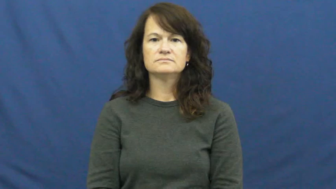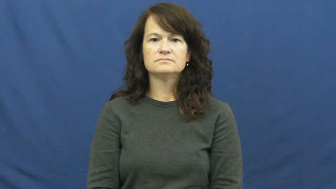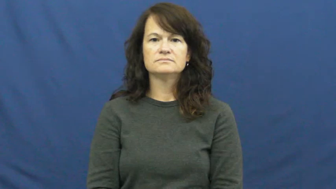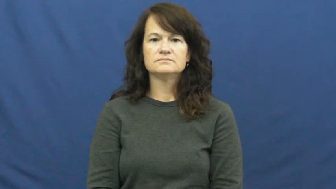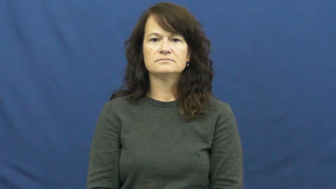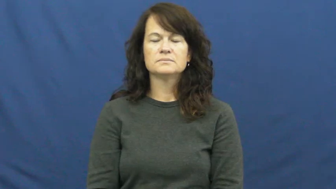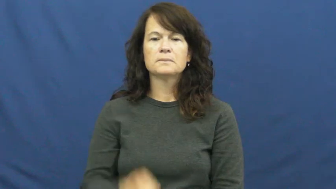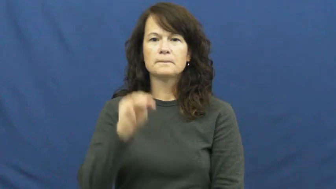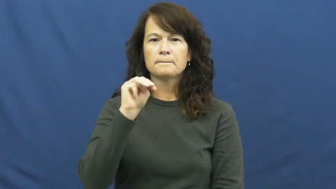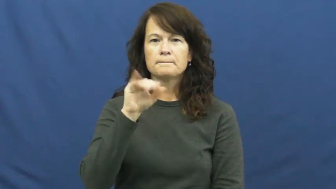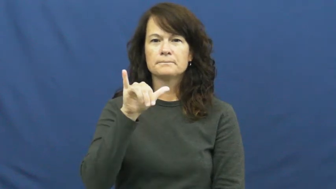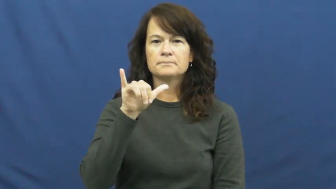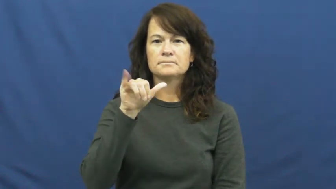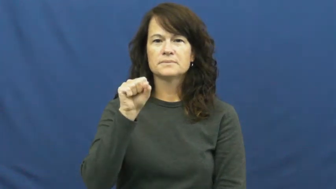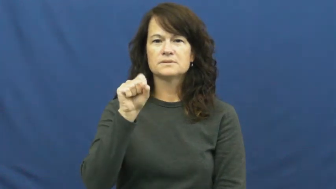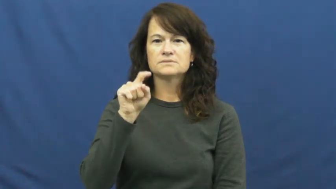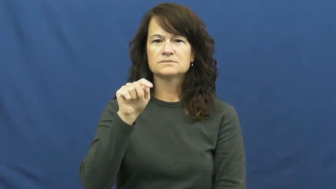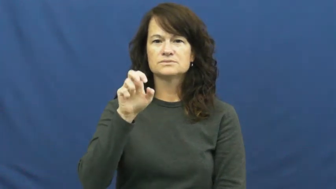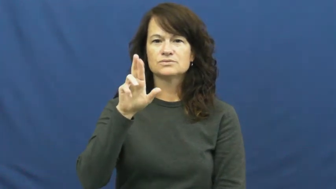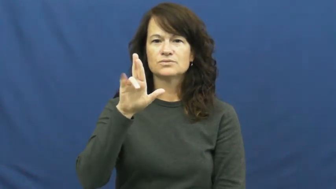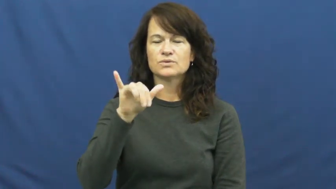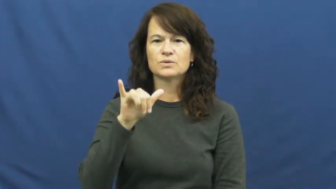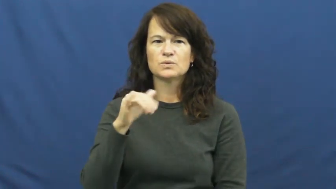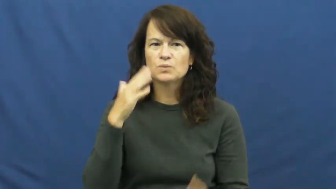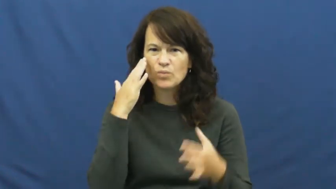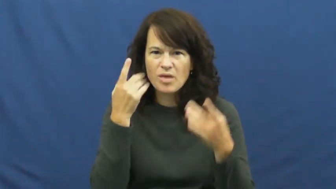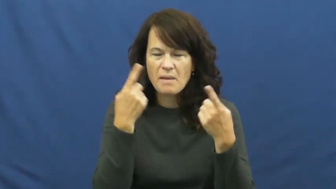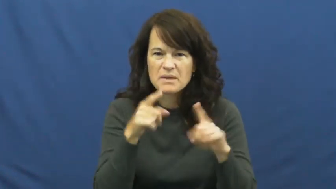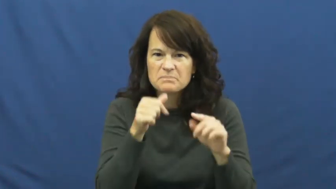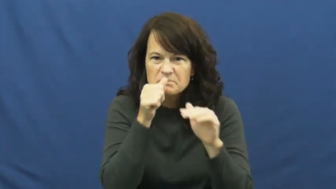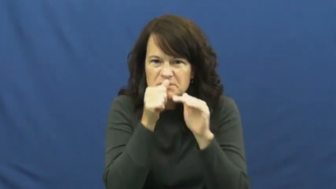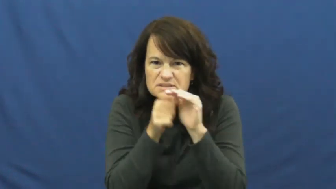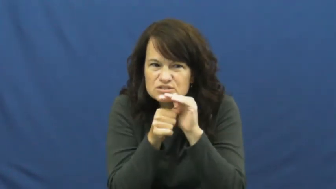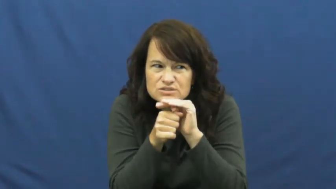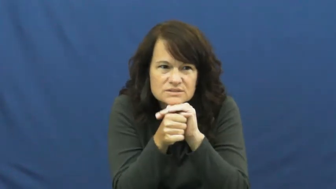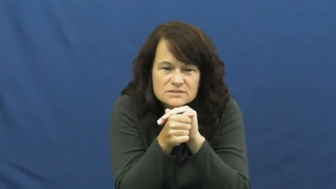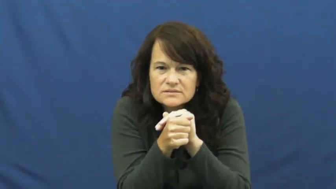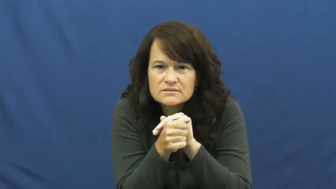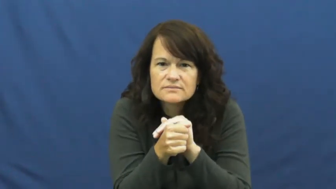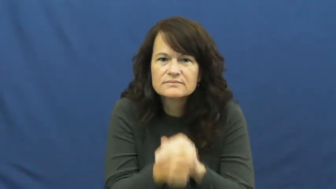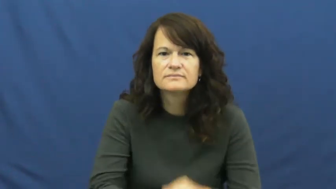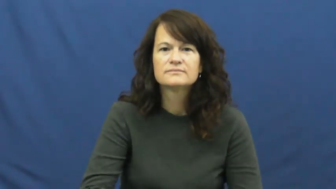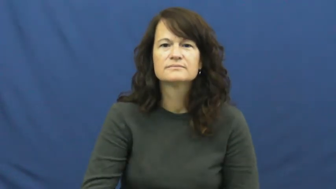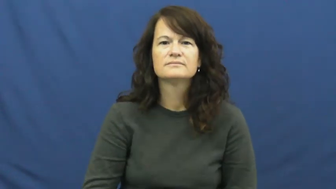mystery